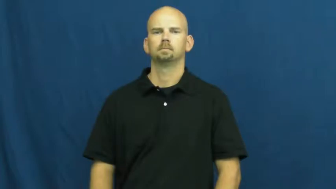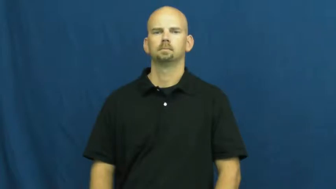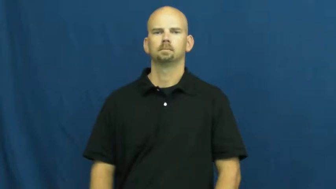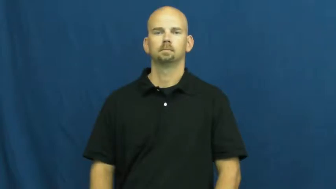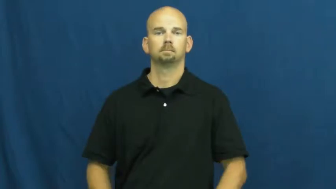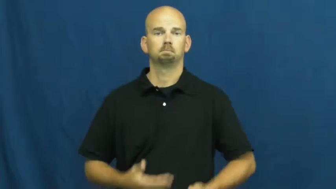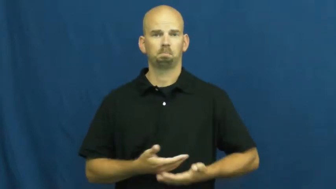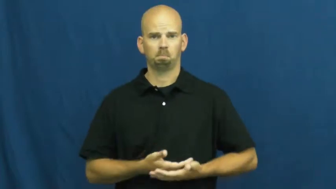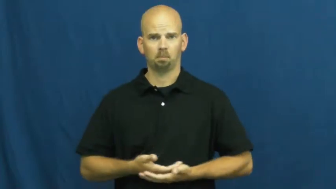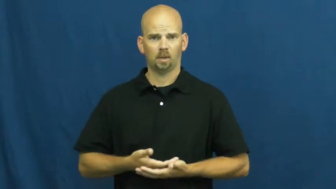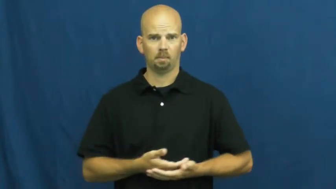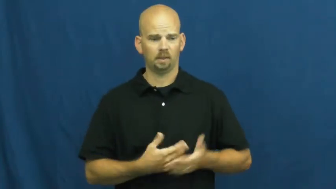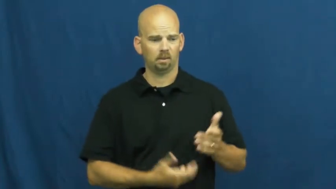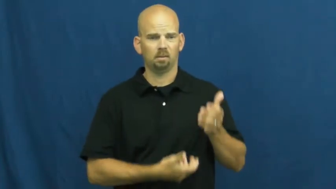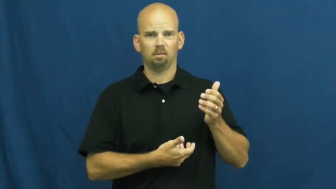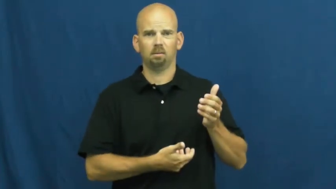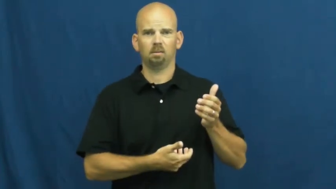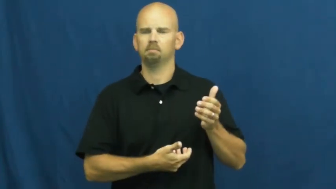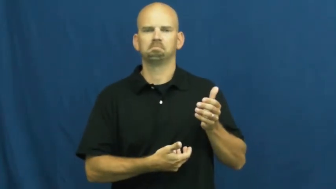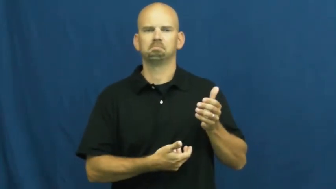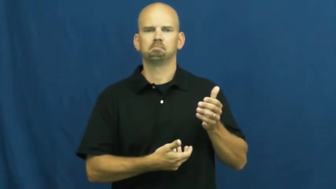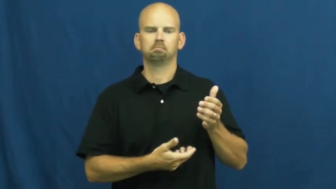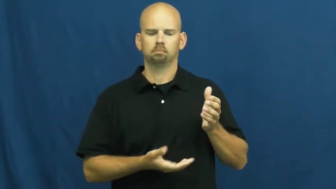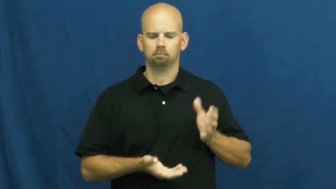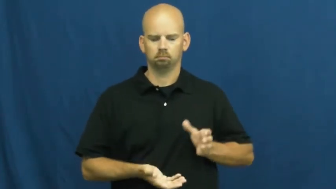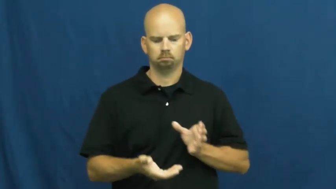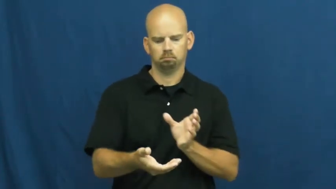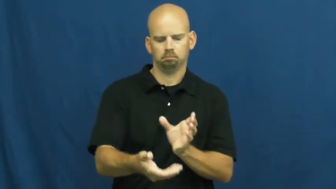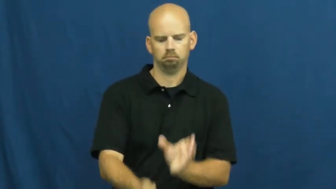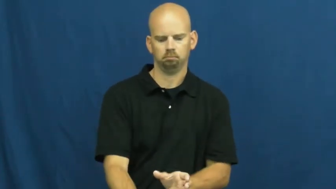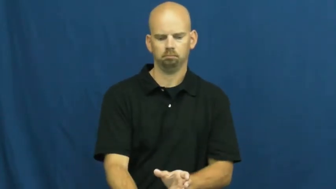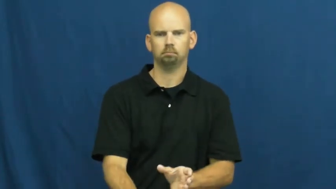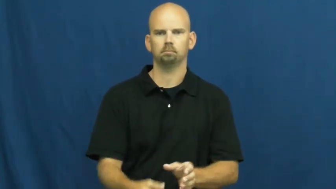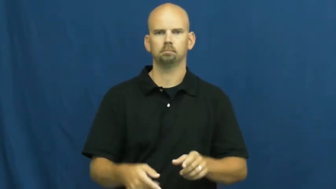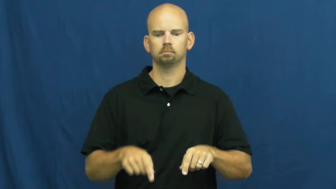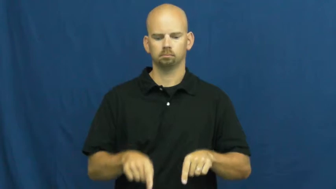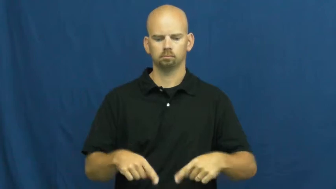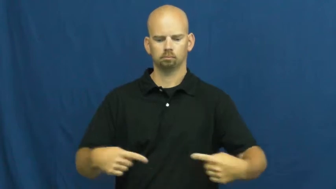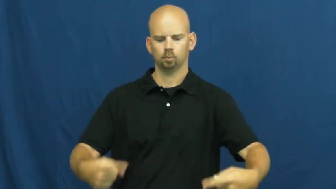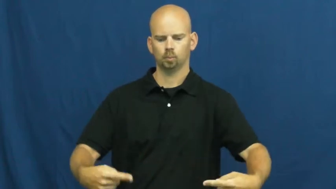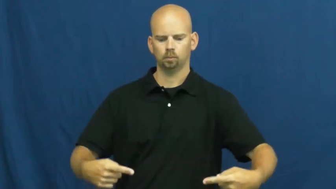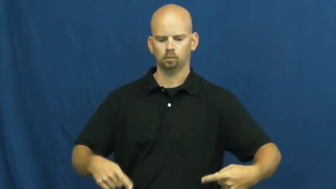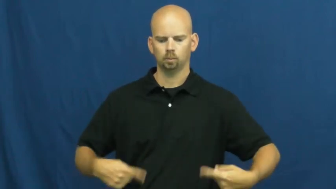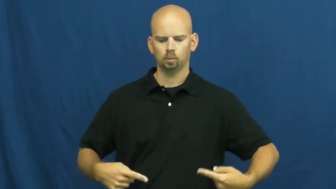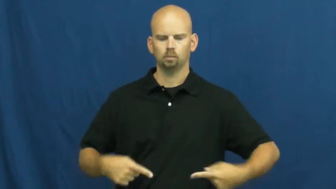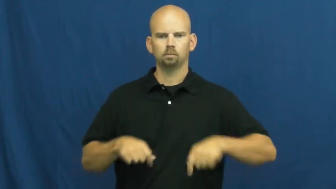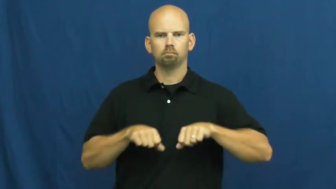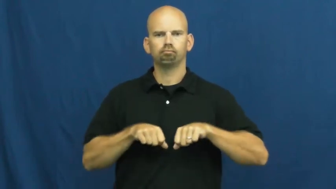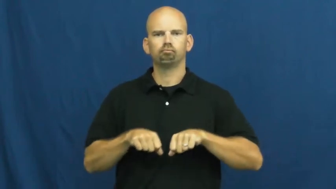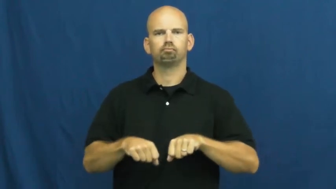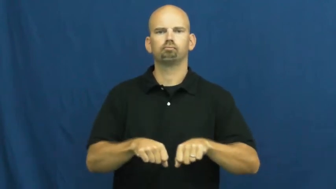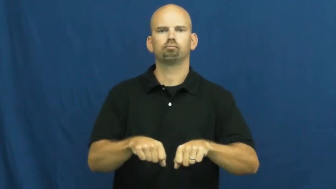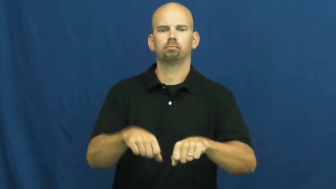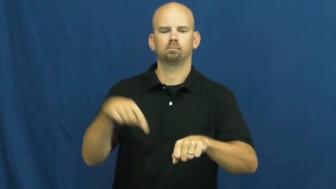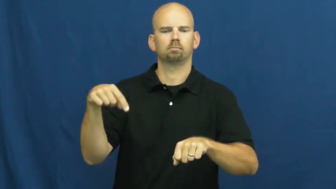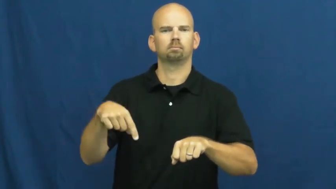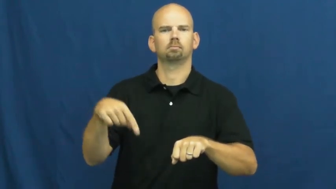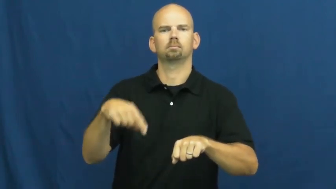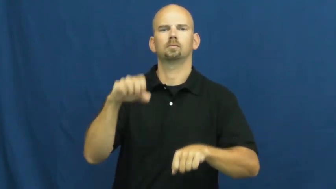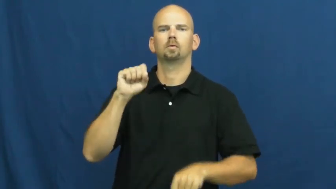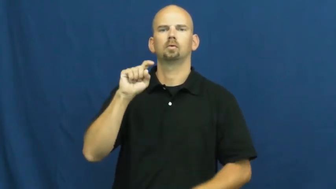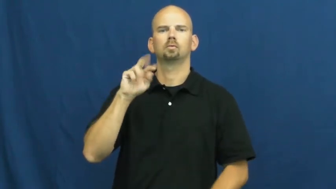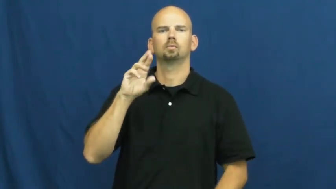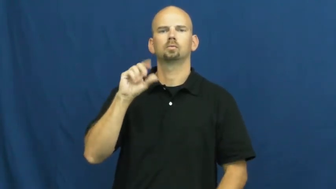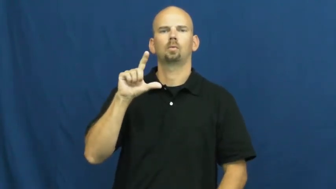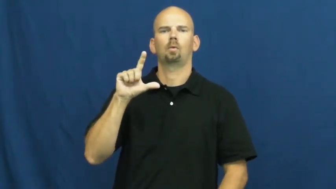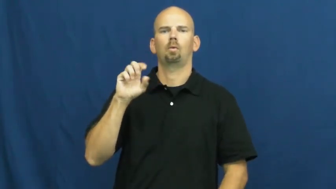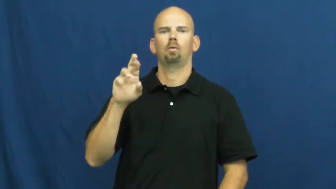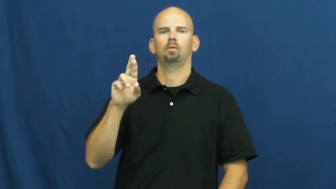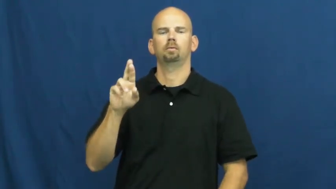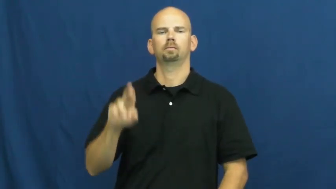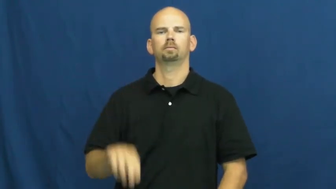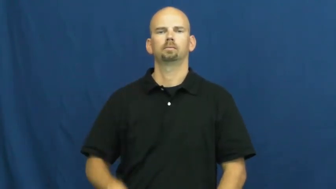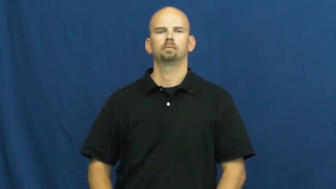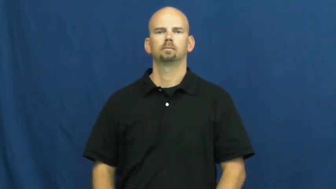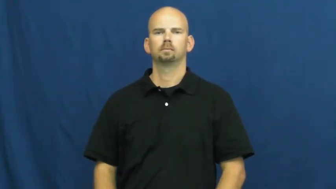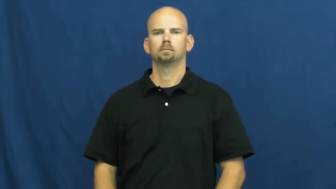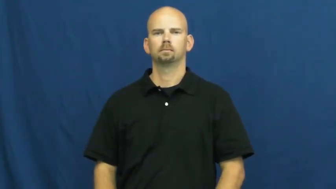stroller,pushchair